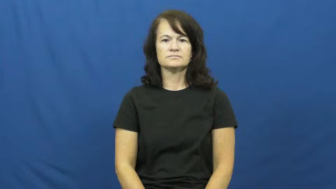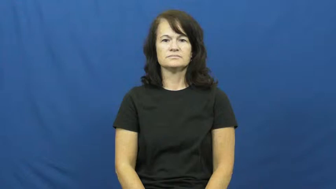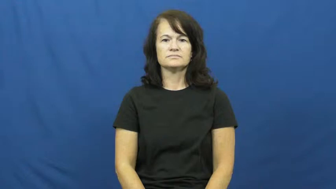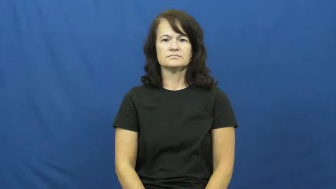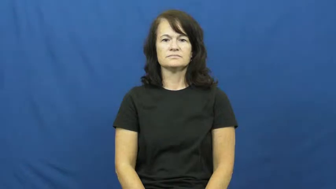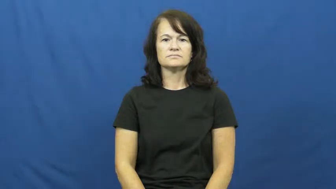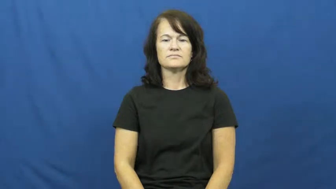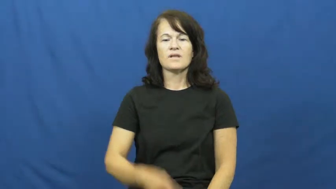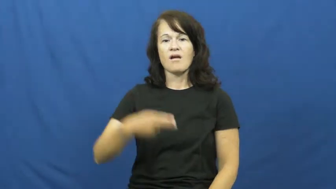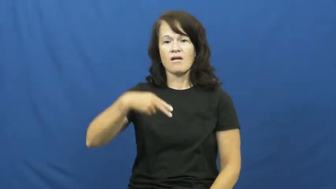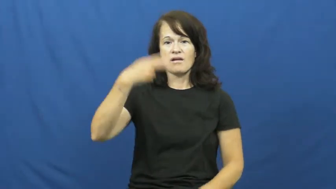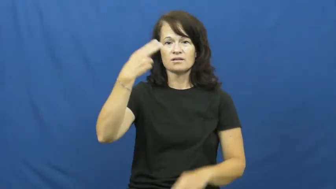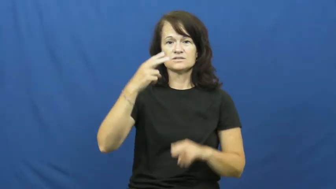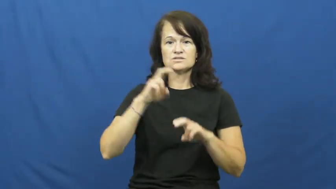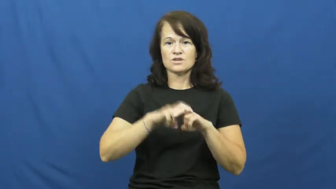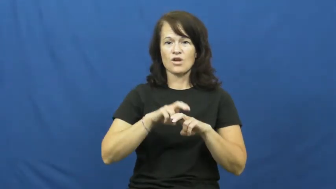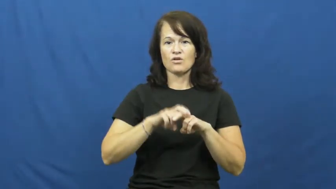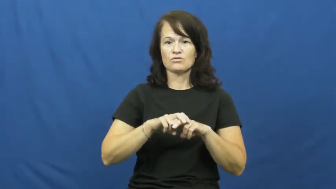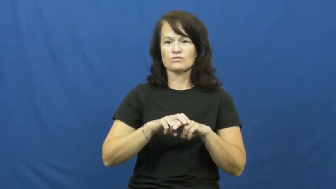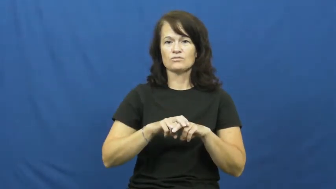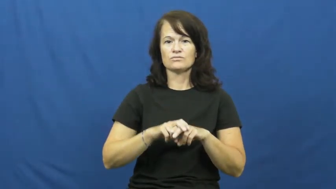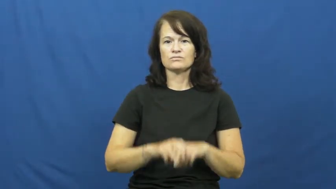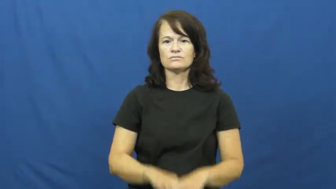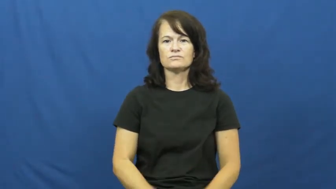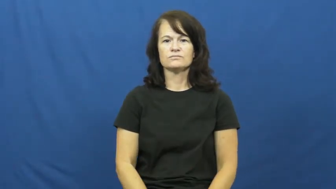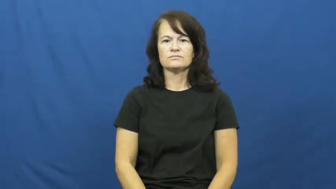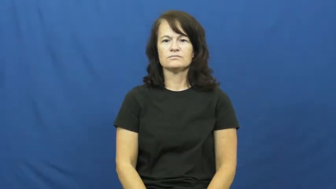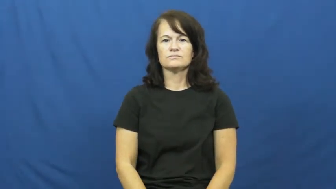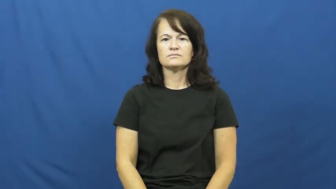highchair